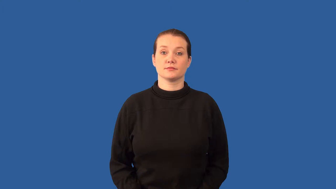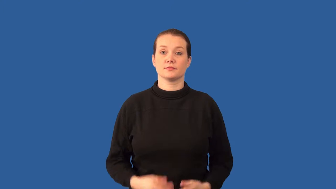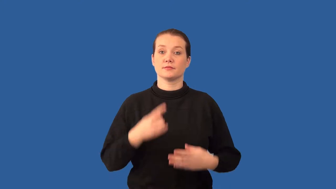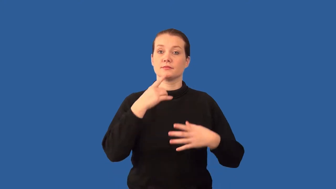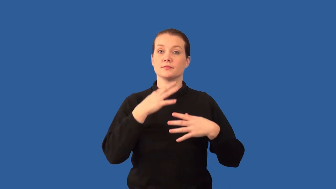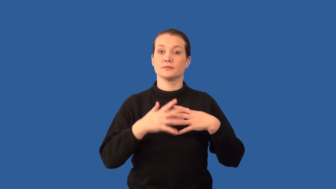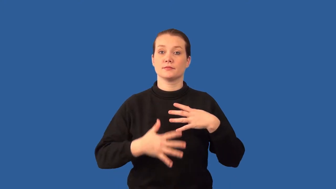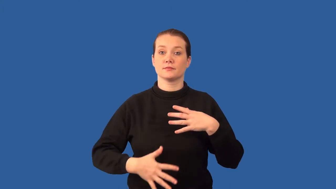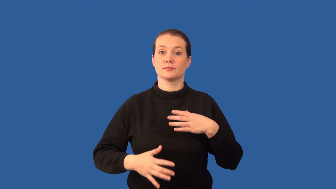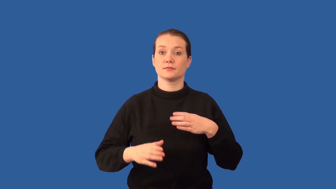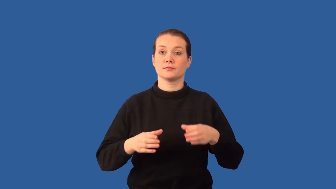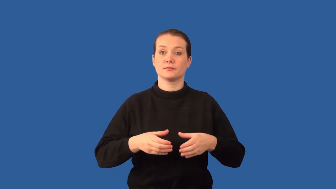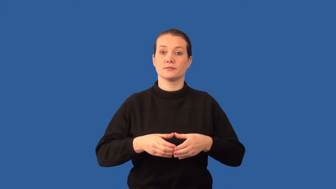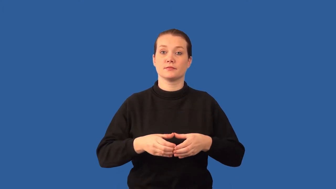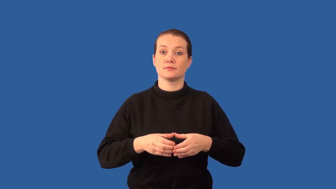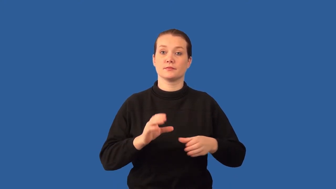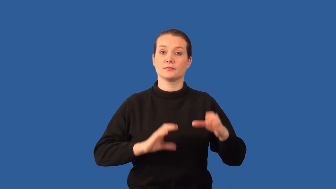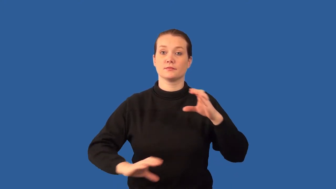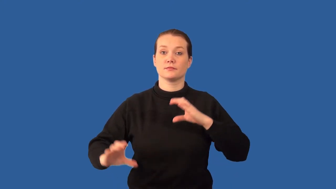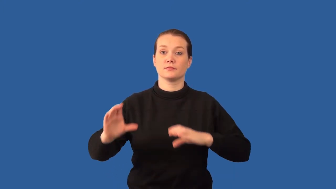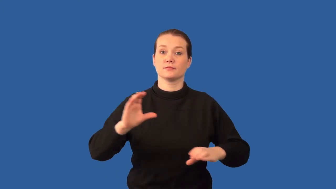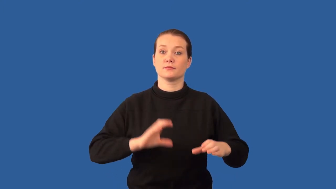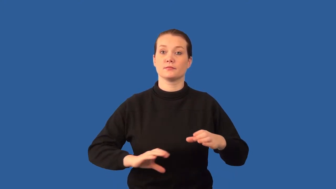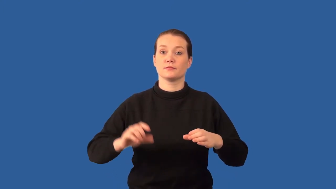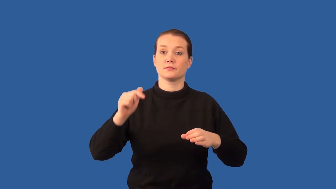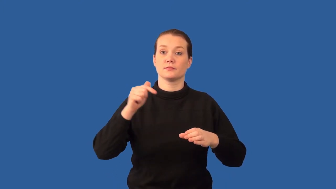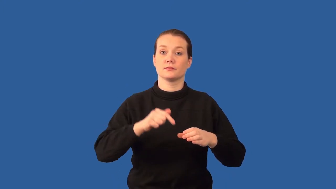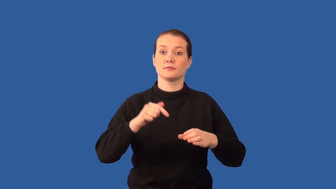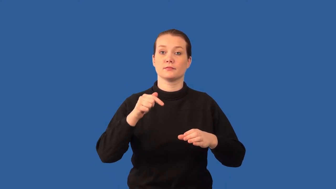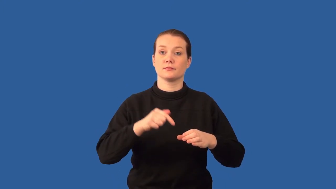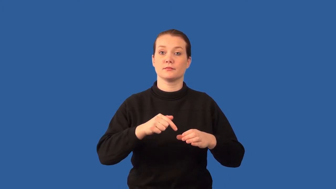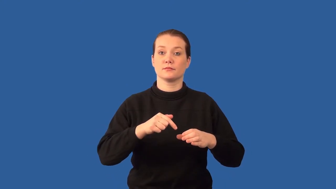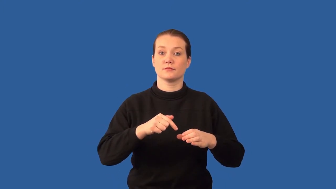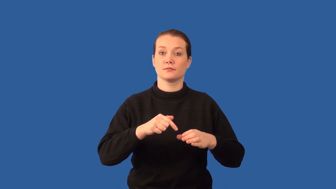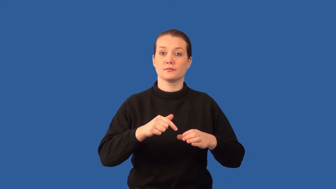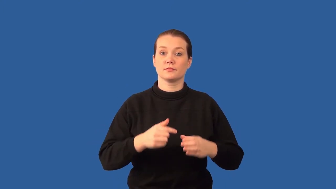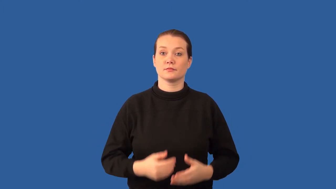hemoglobin